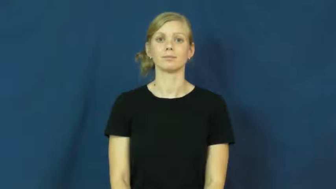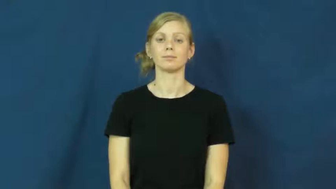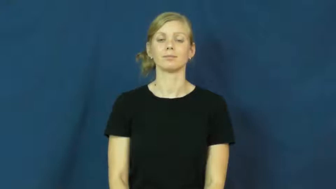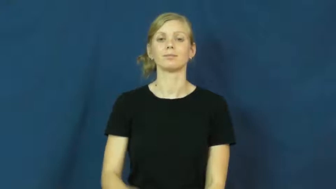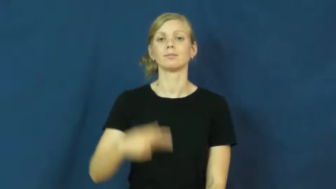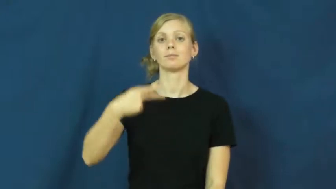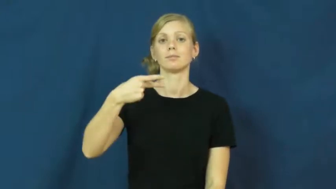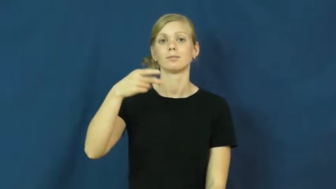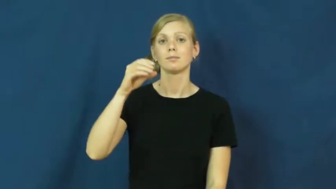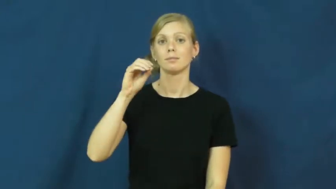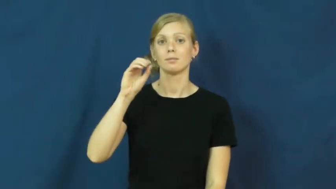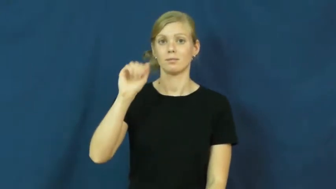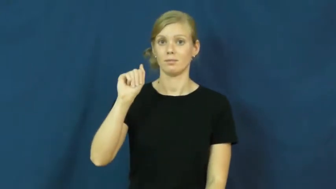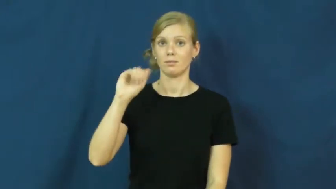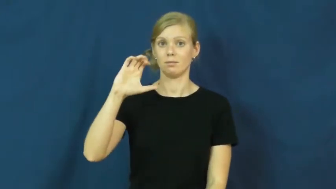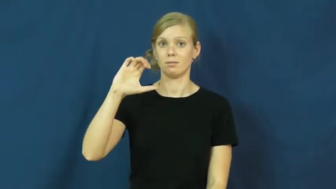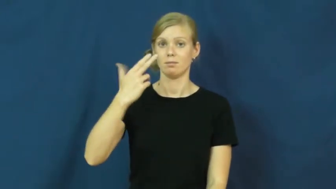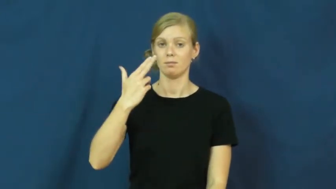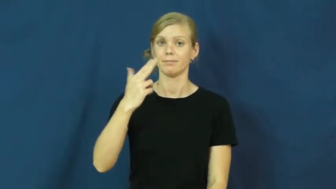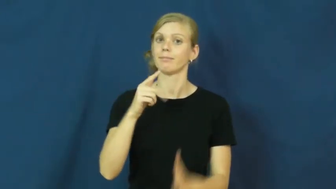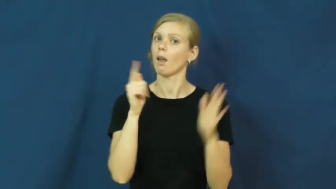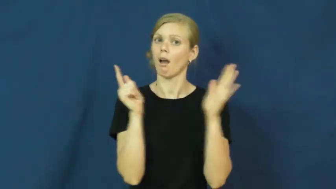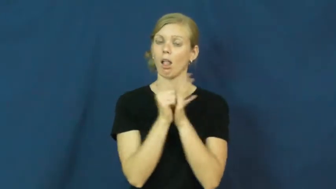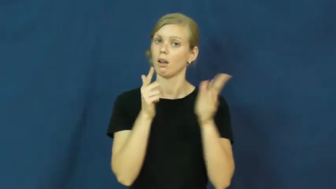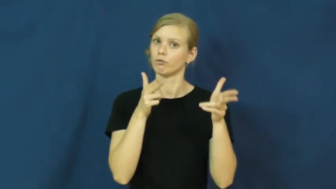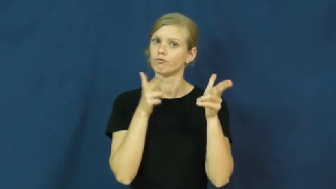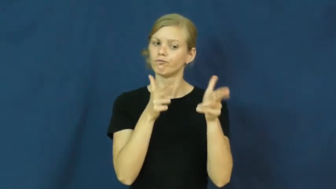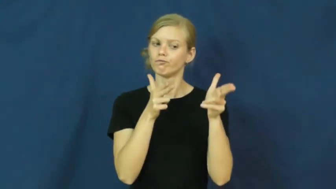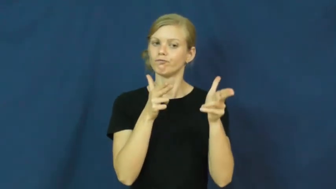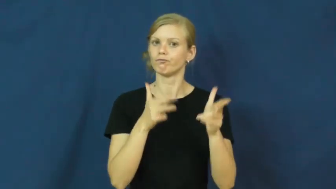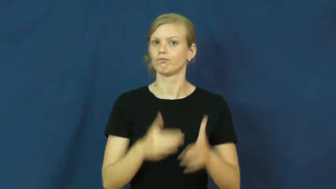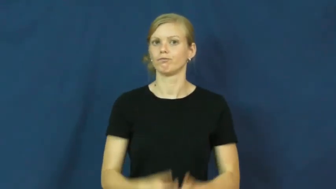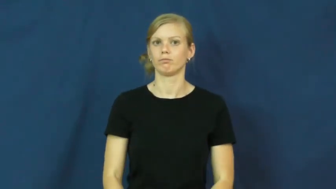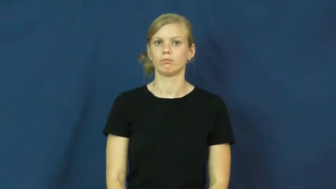poach-hunt